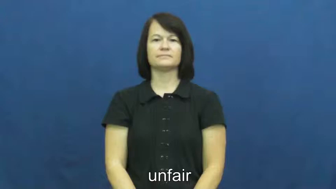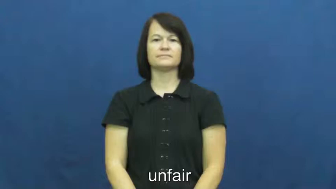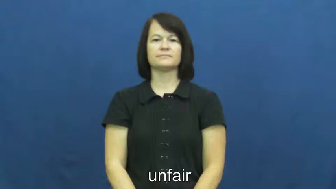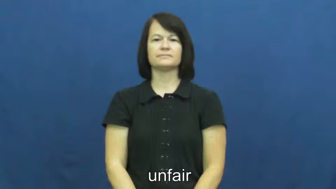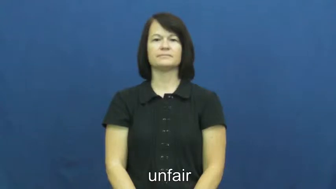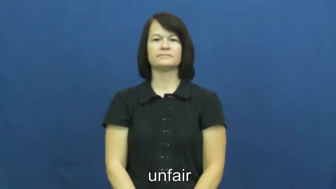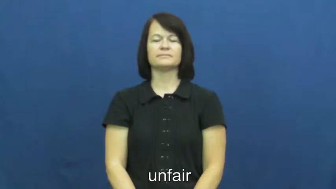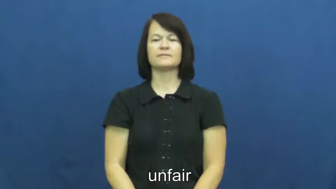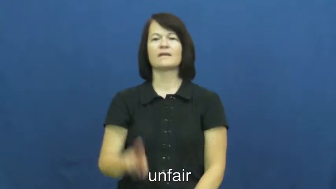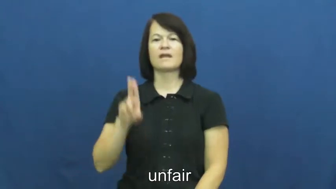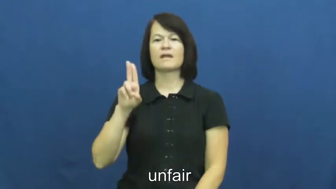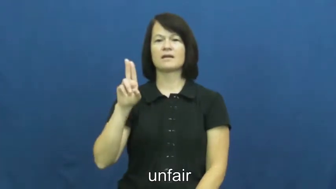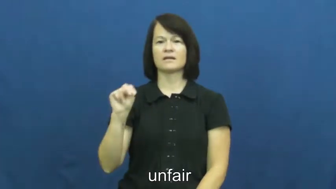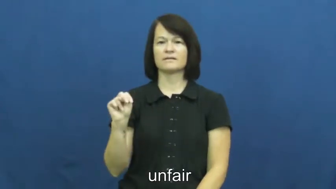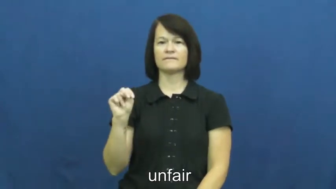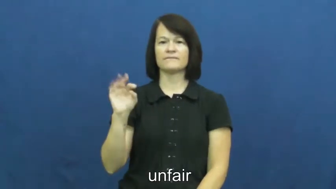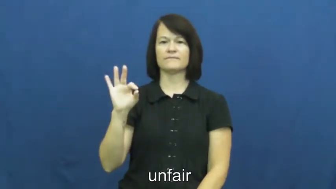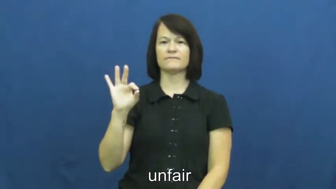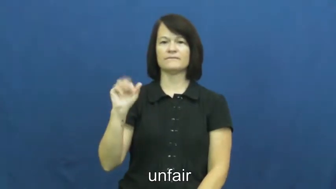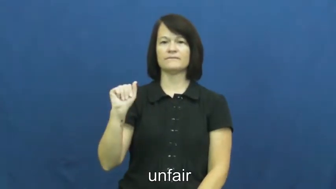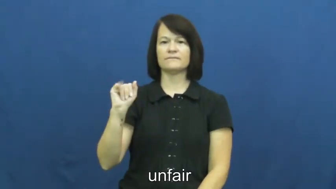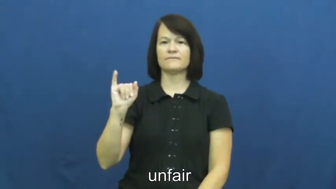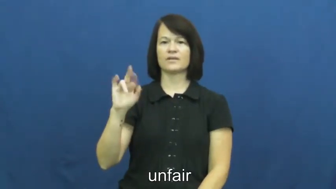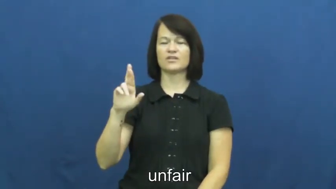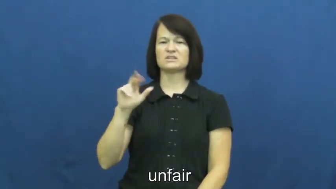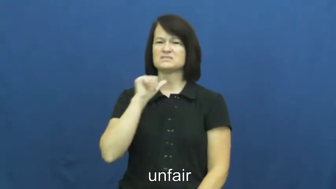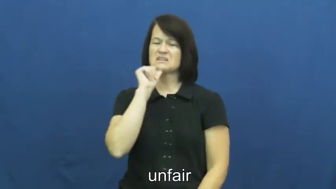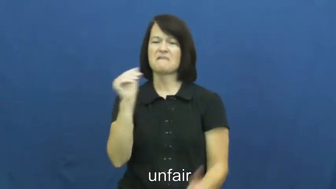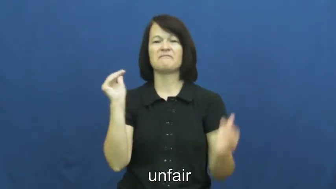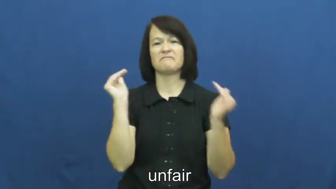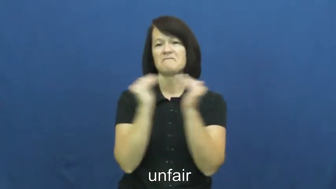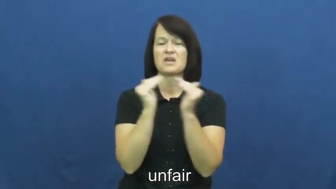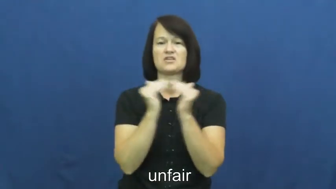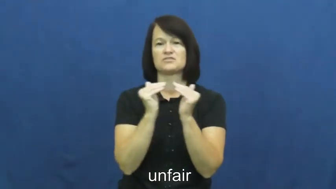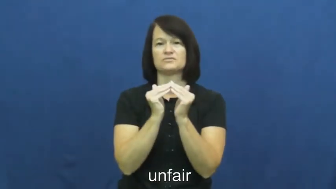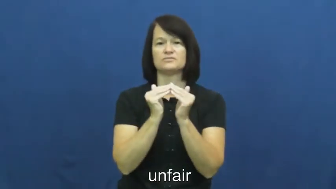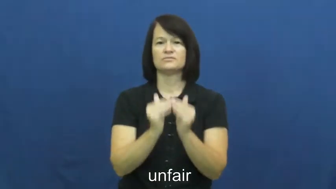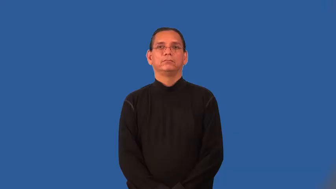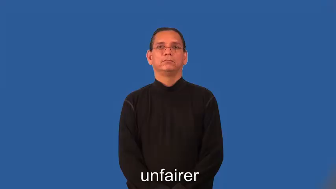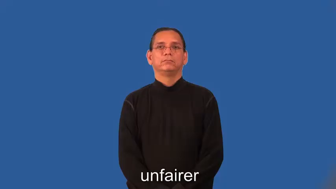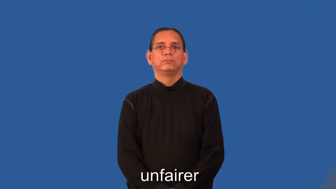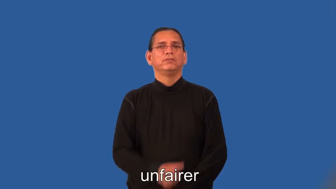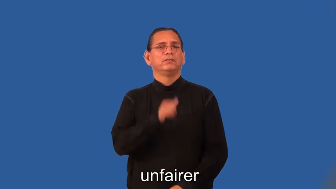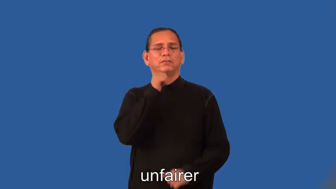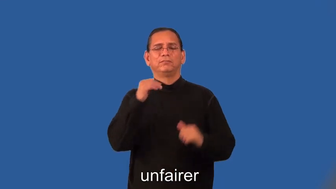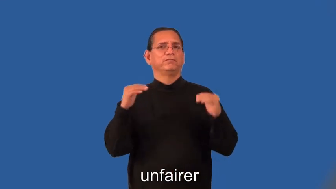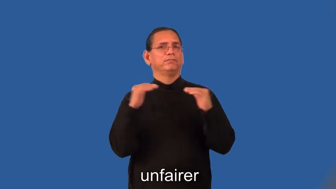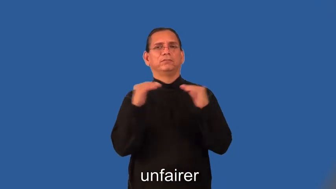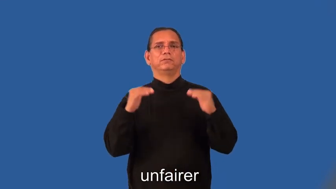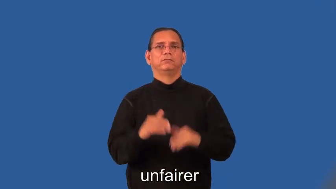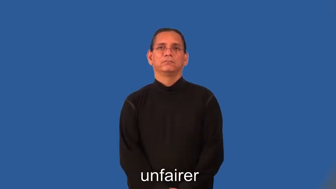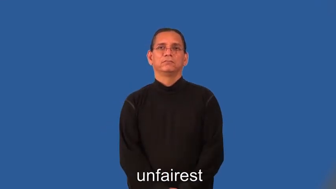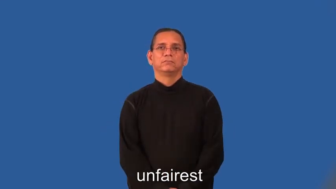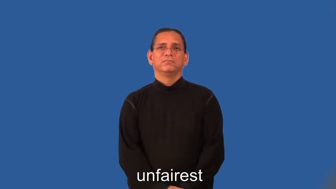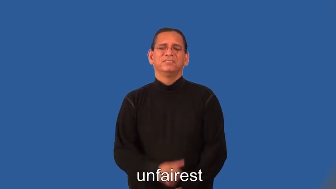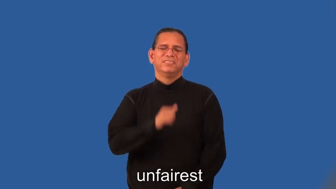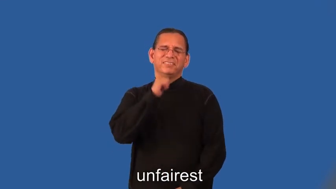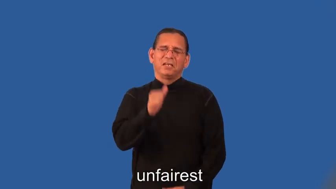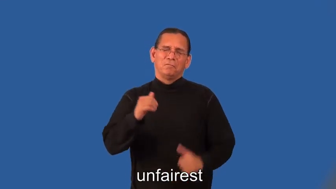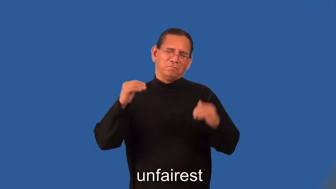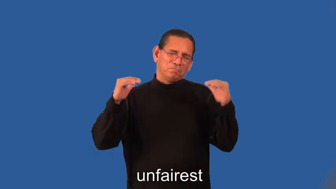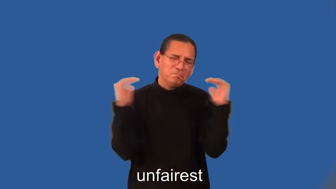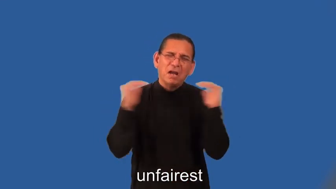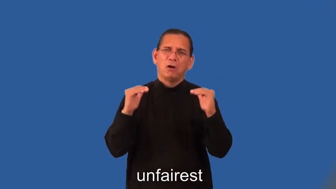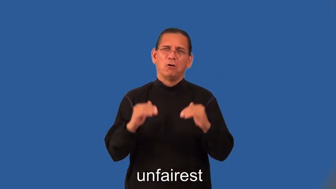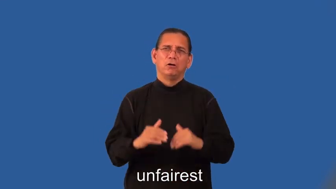unfairer,unfairest